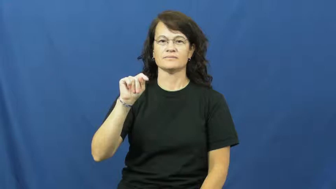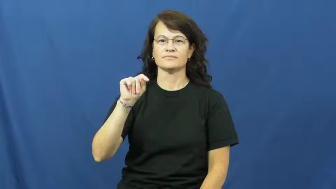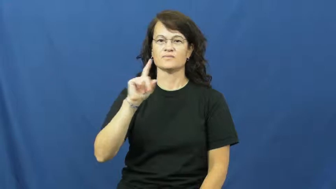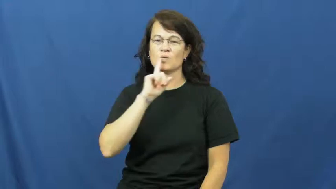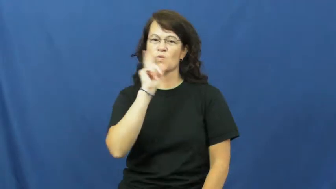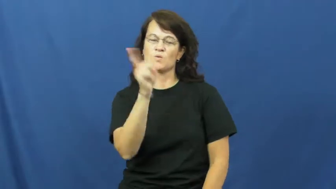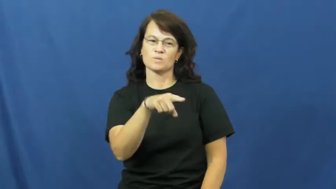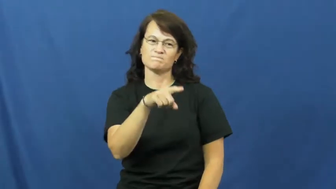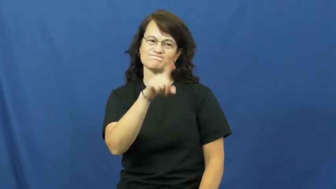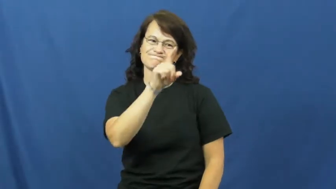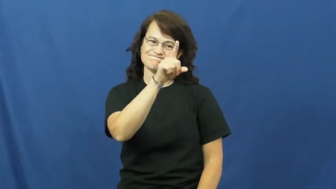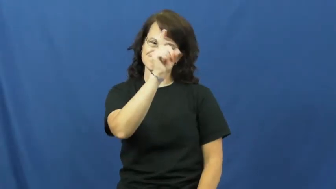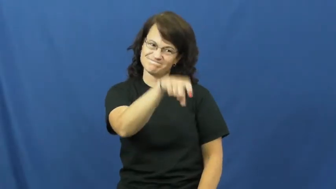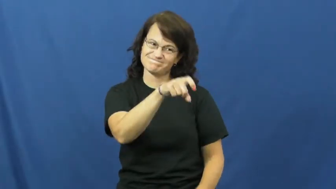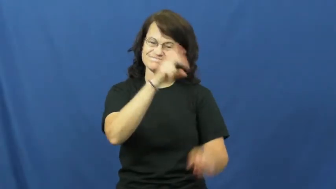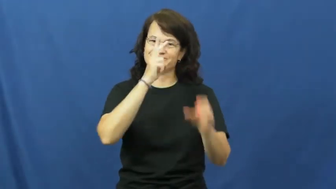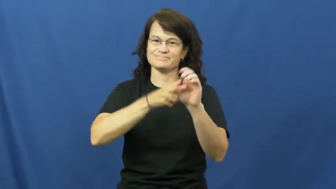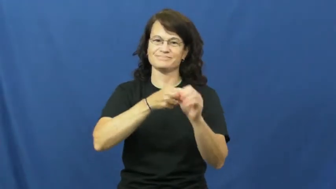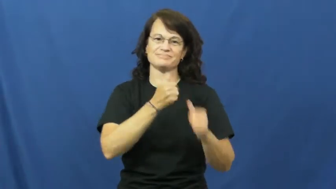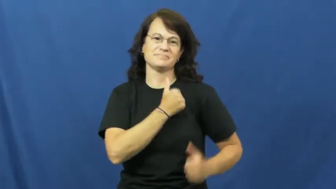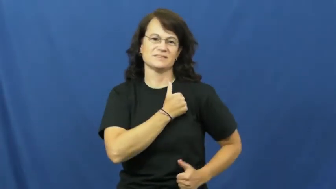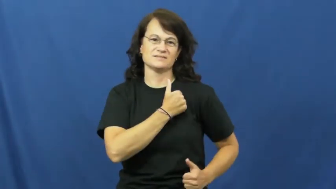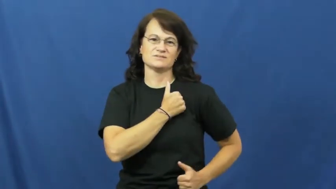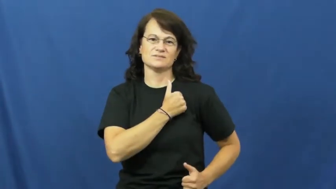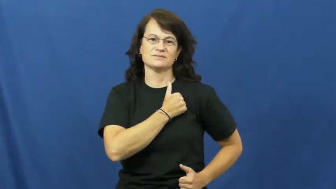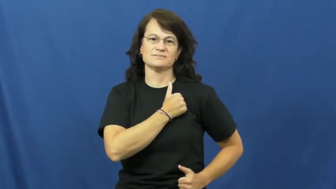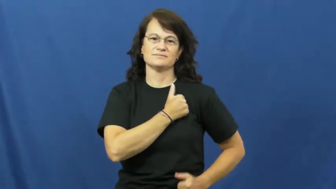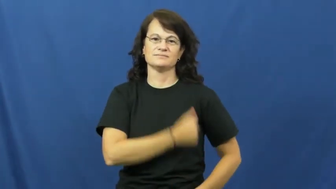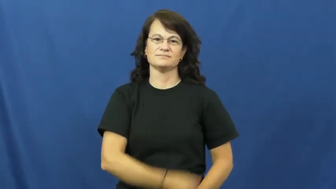draft,conscript-military